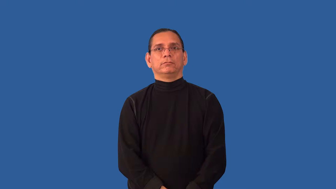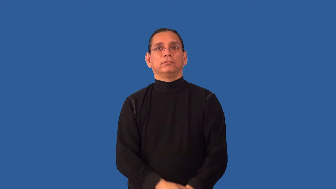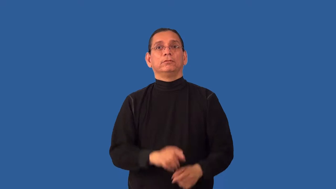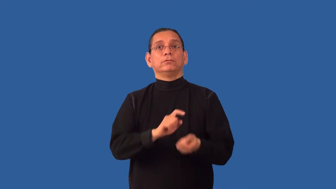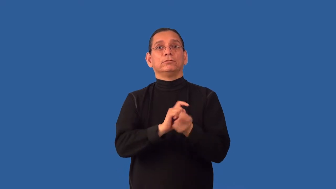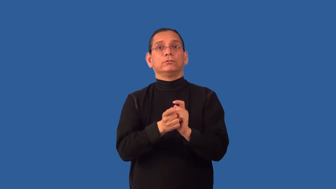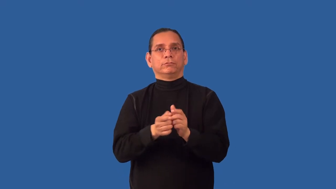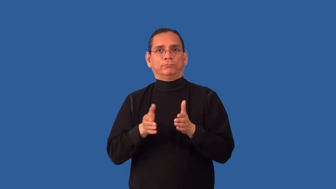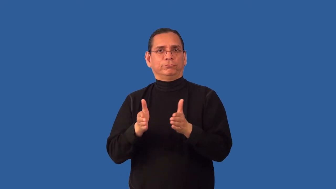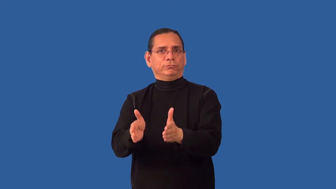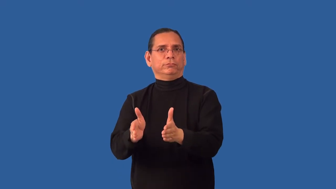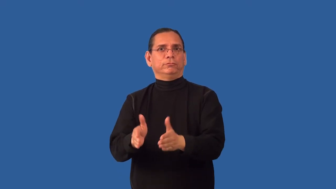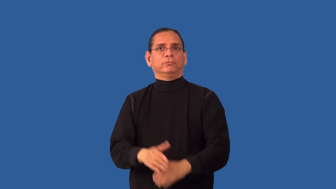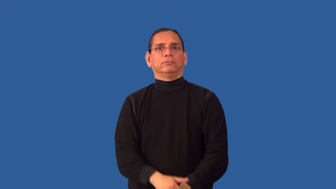redirect-direction